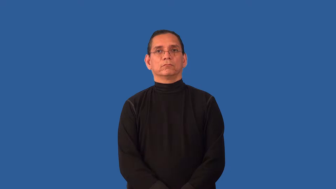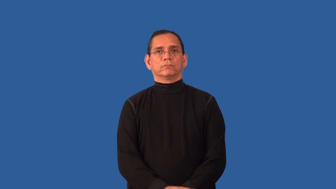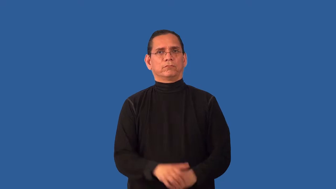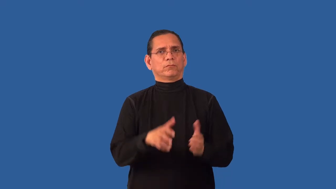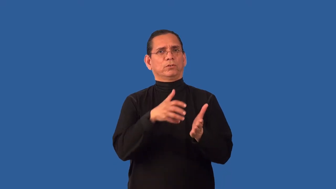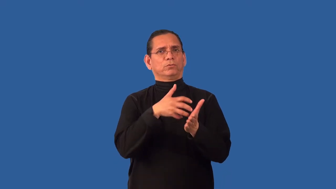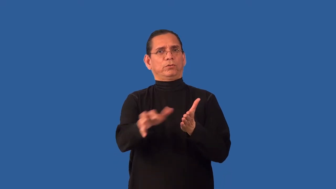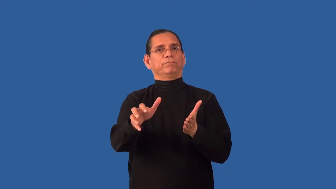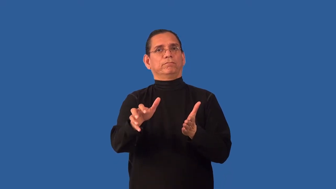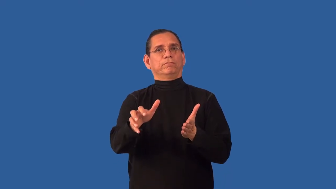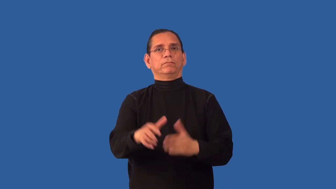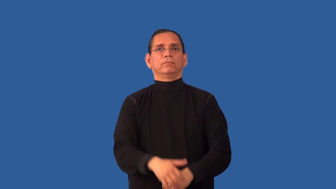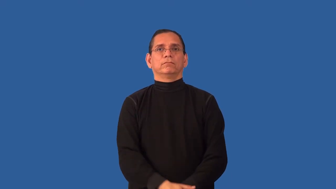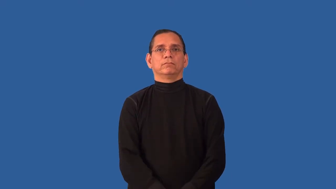harsh,ungentle